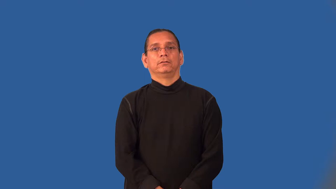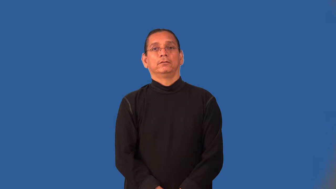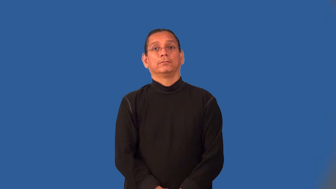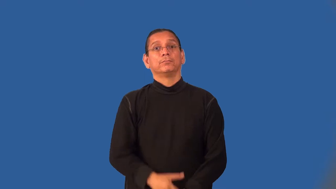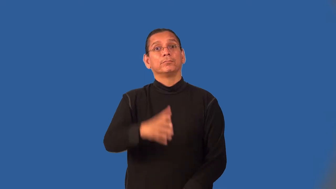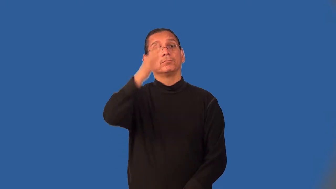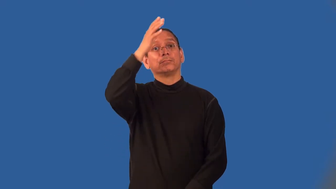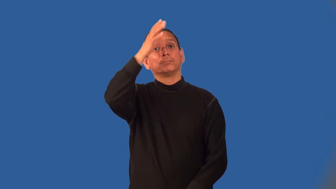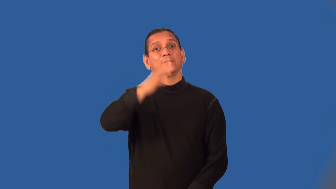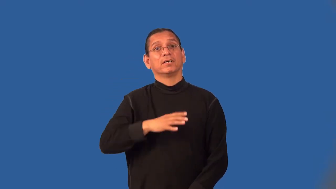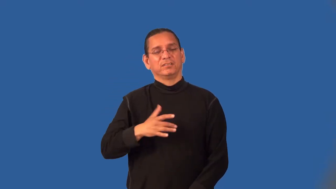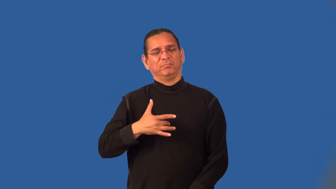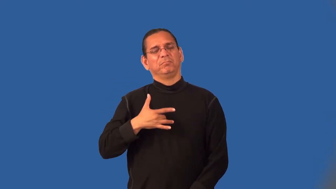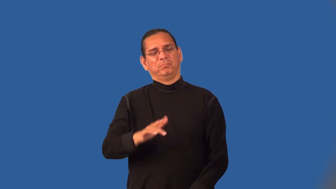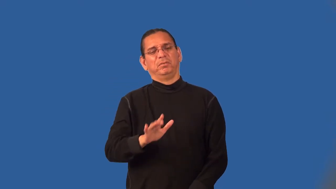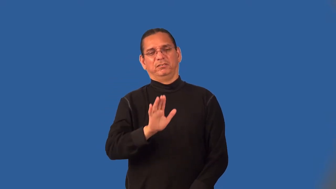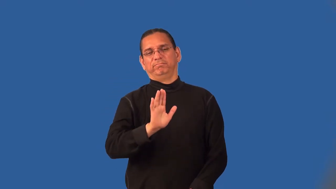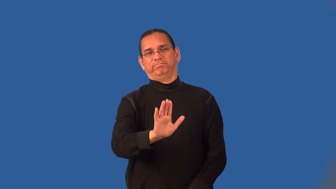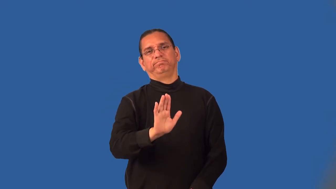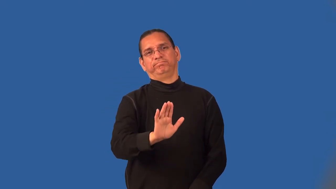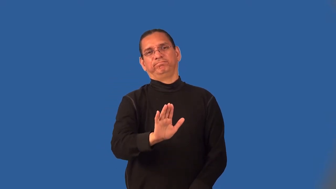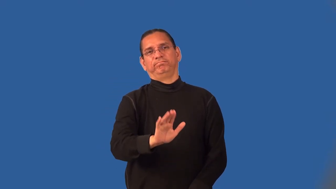manly,manlike,manful